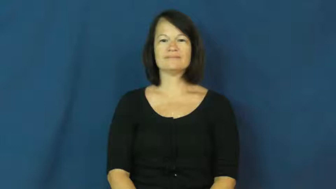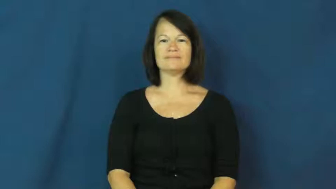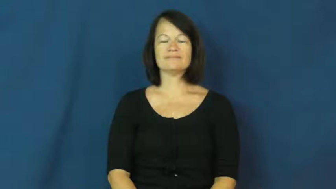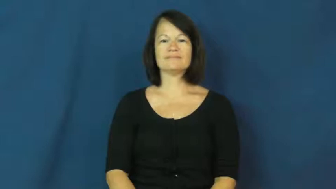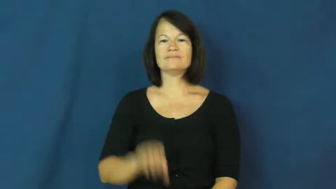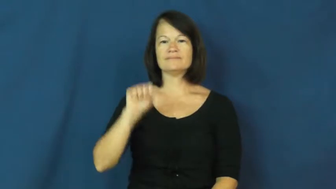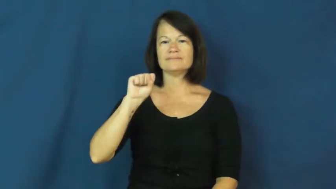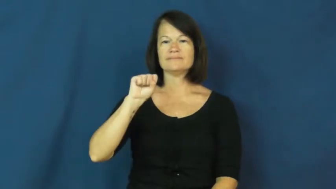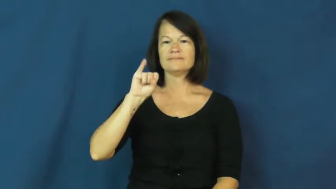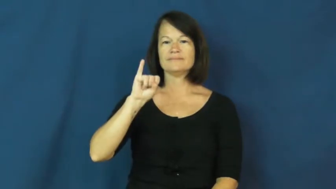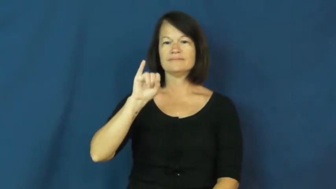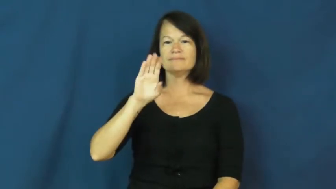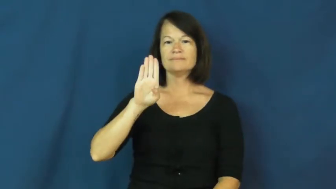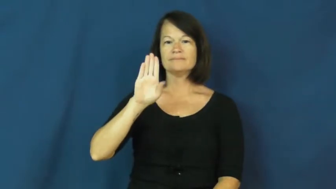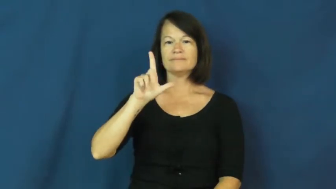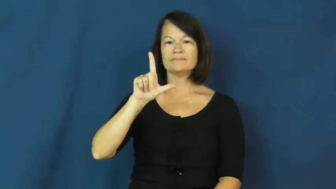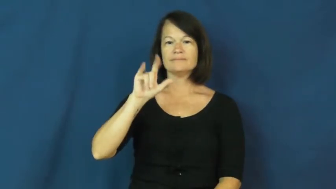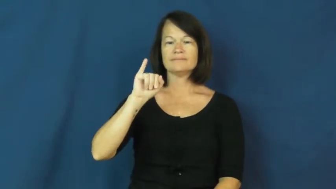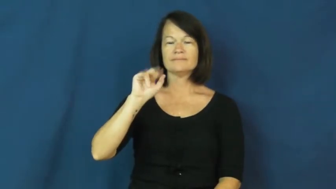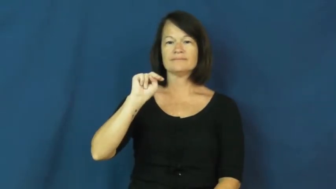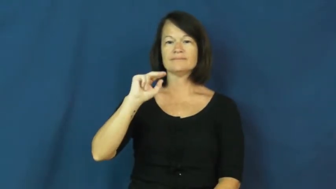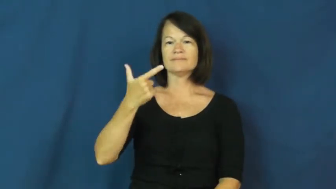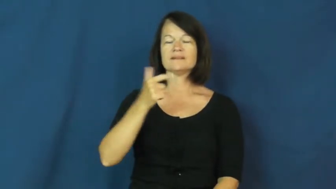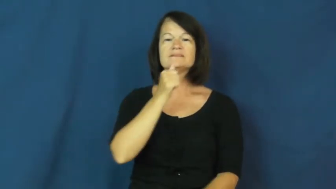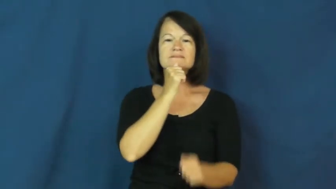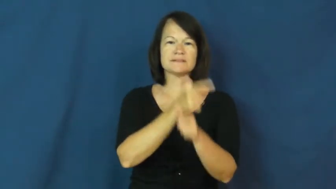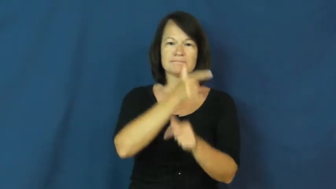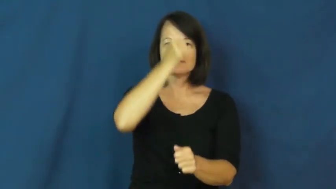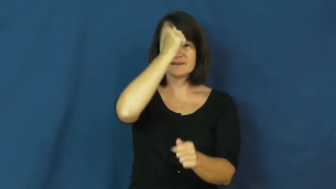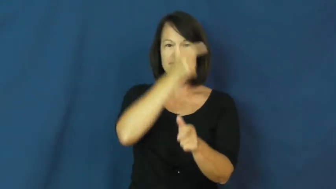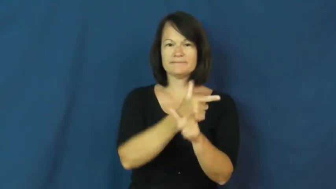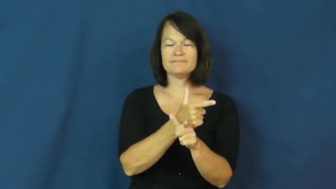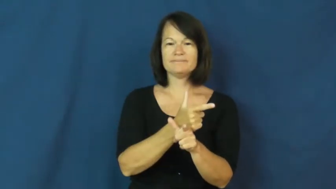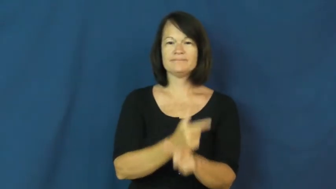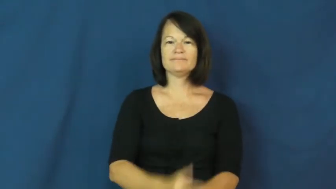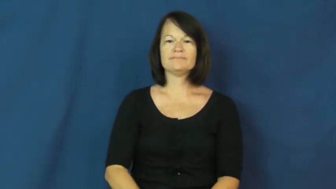sibling